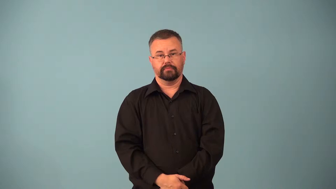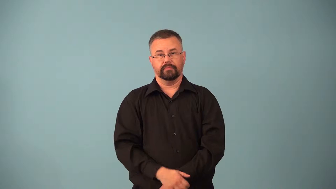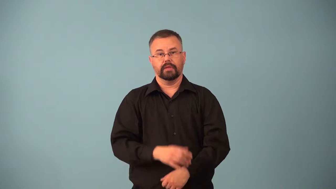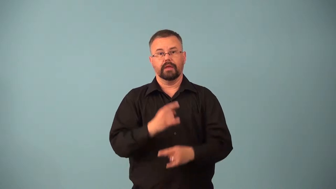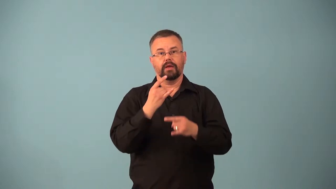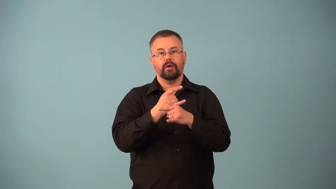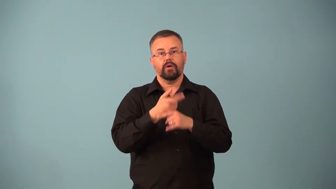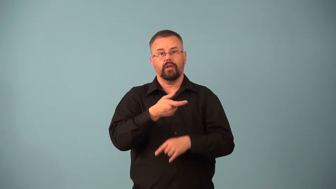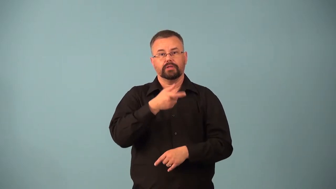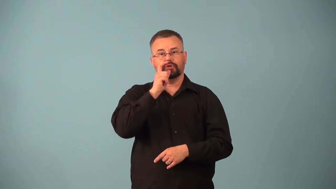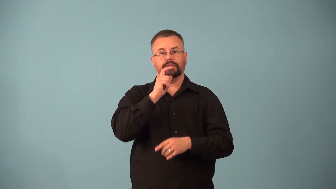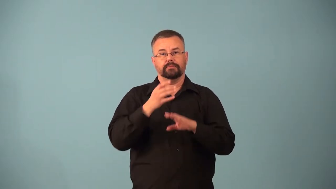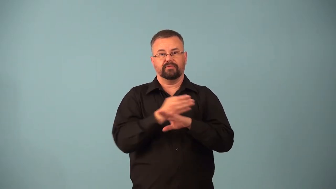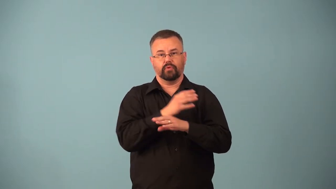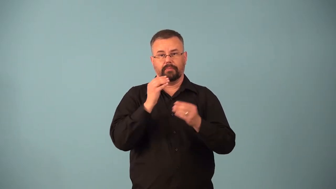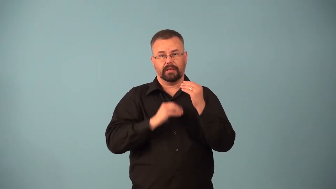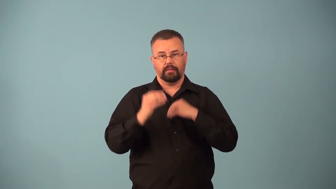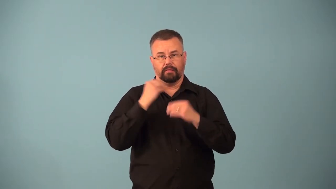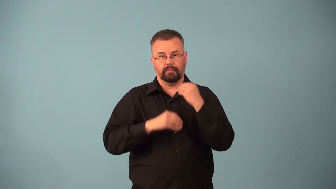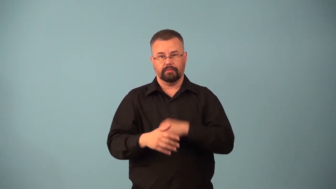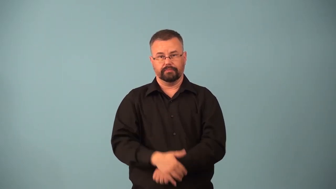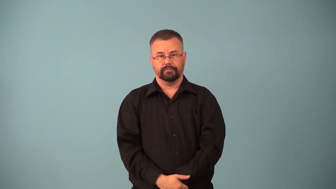aperitif